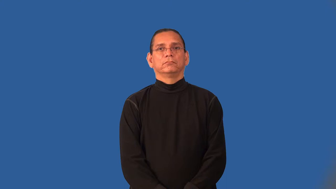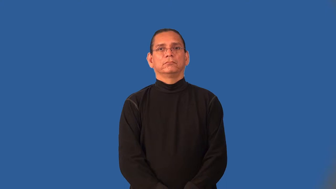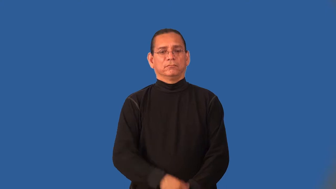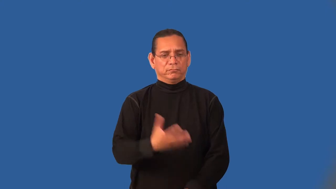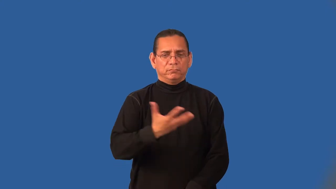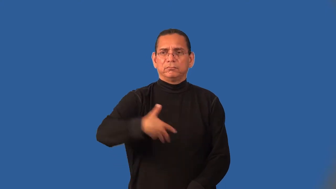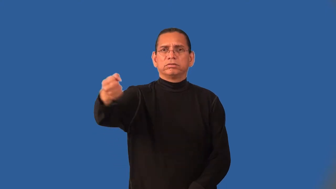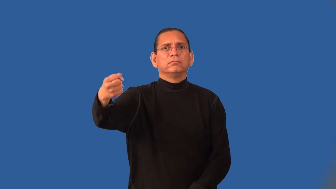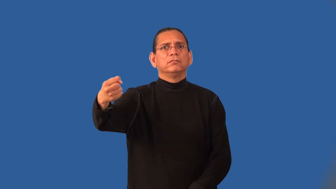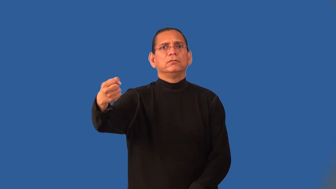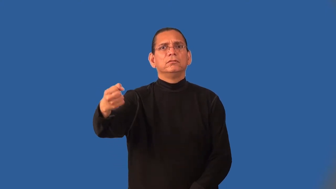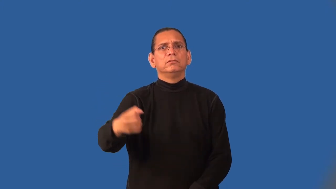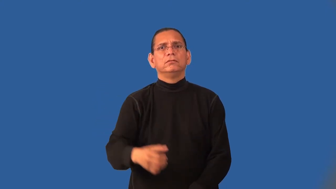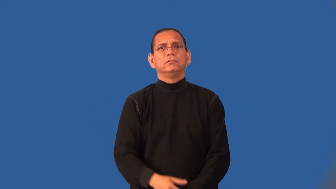impound